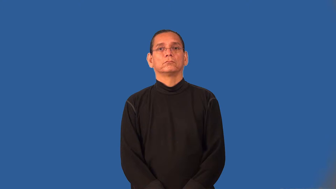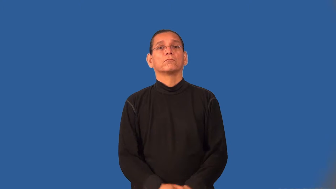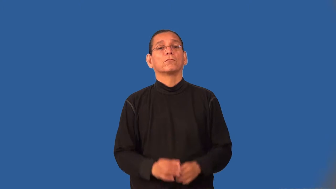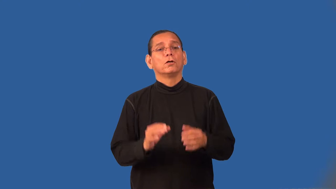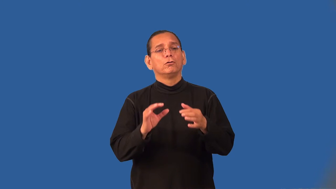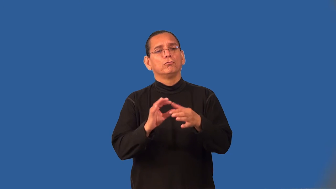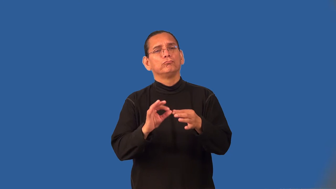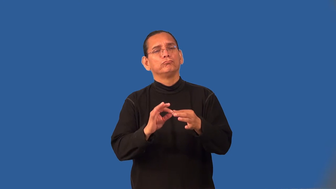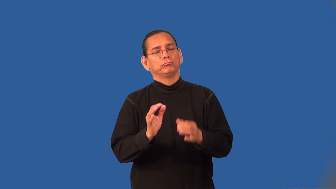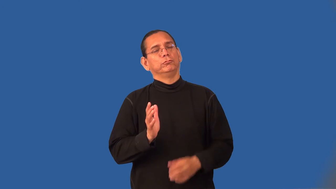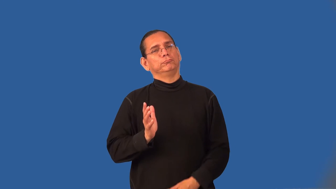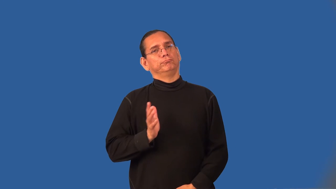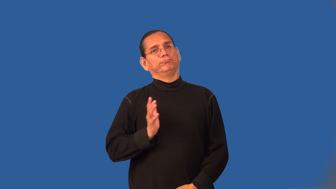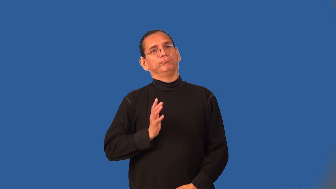tact